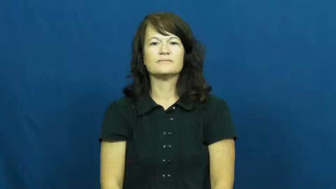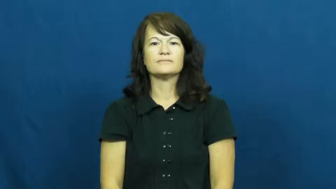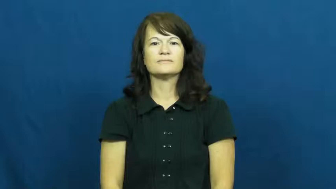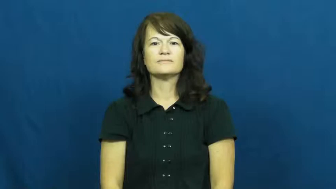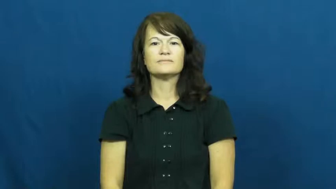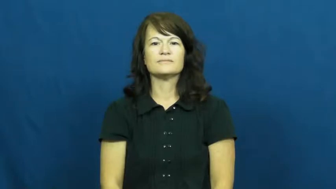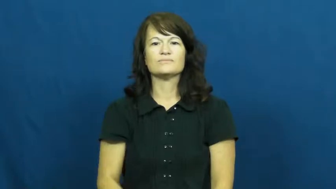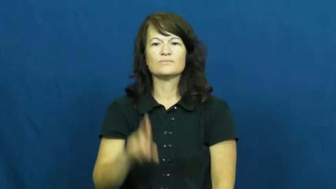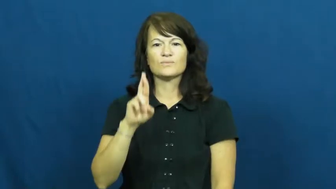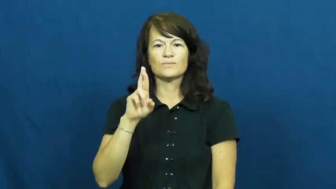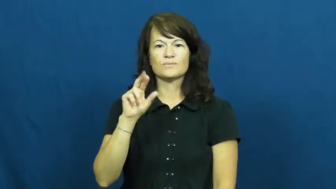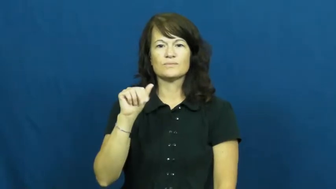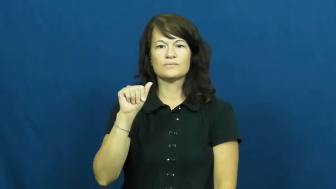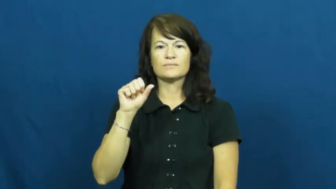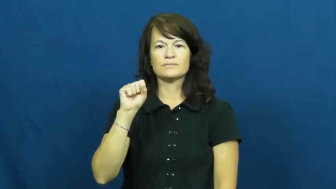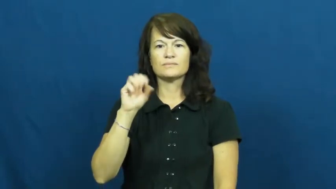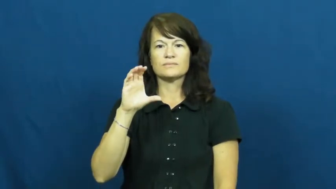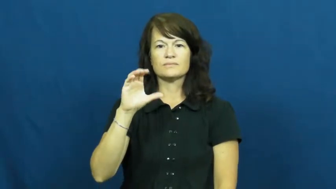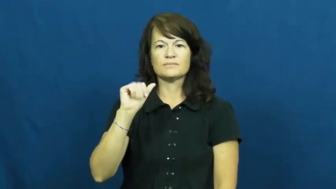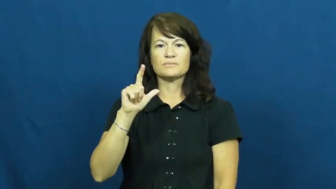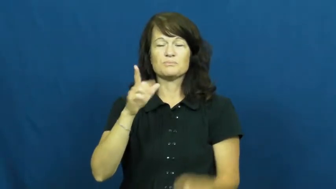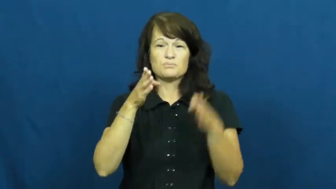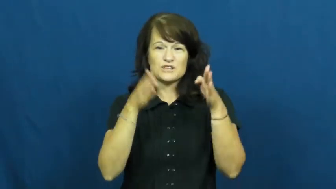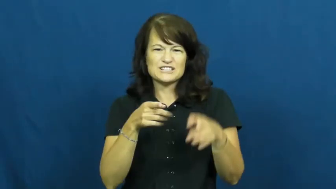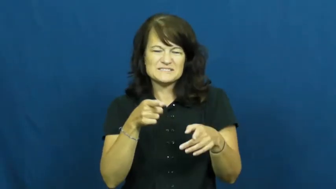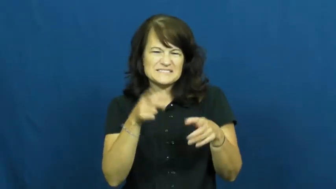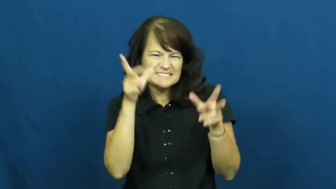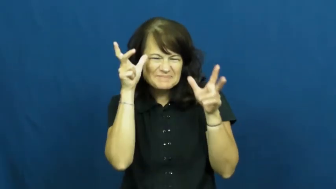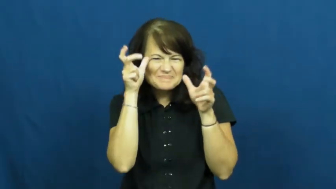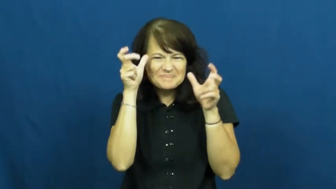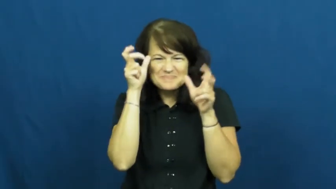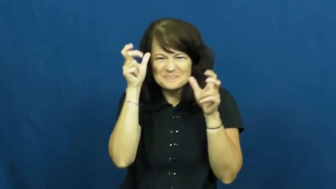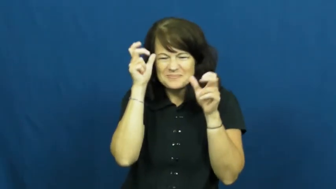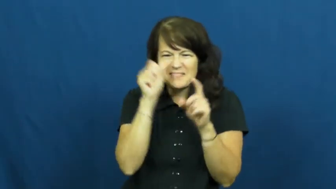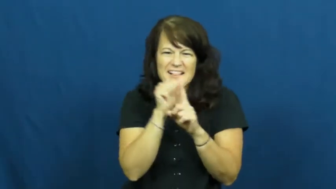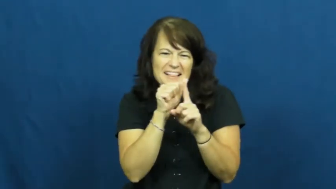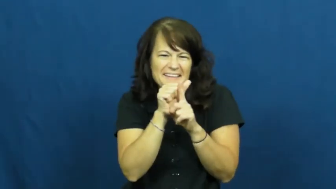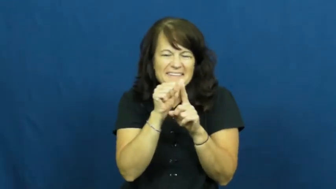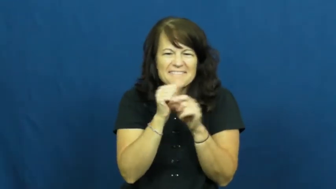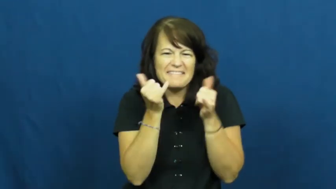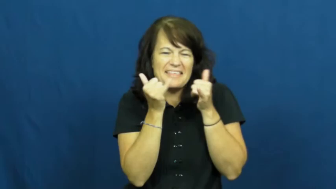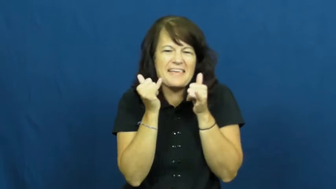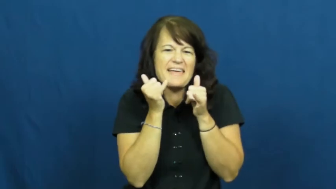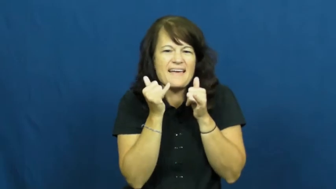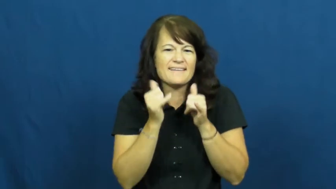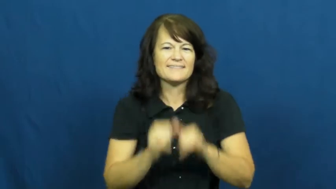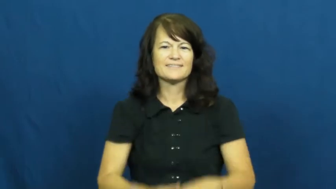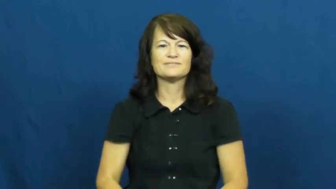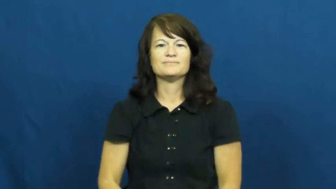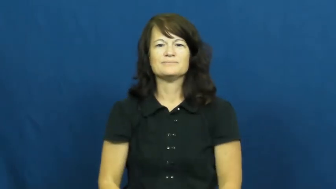rascal